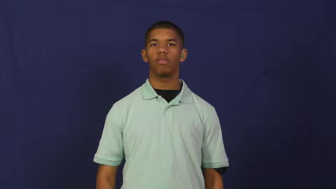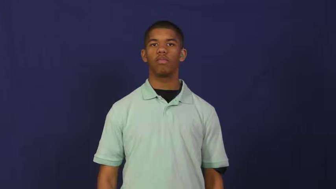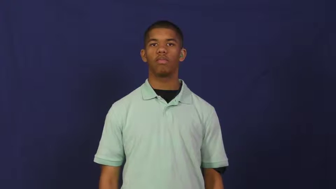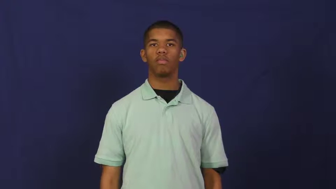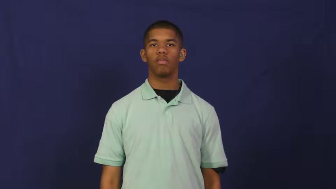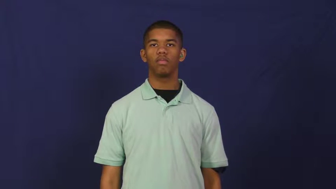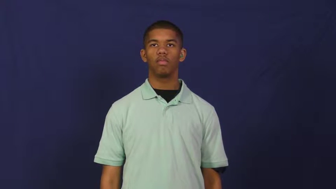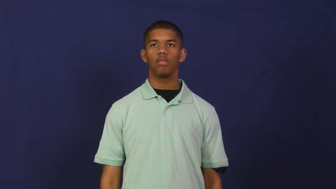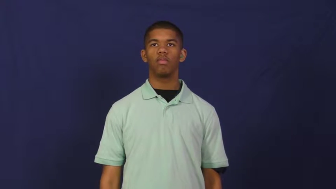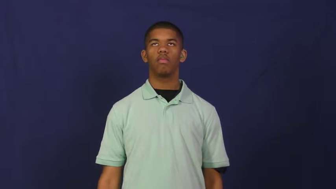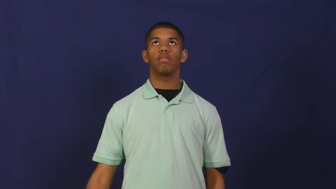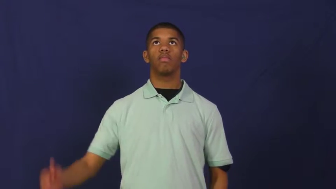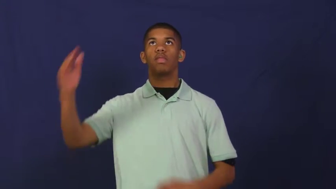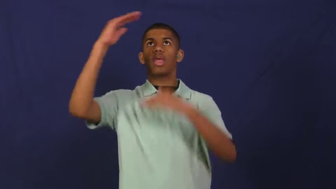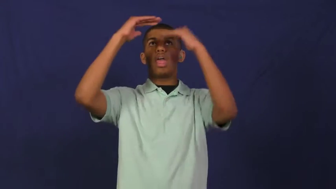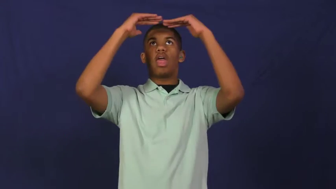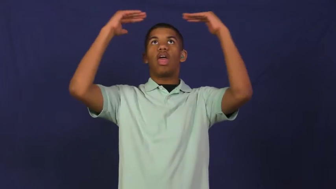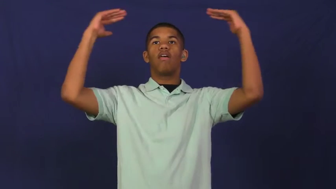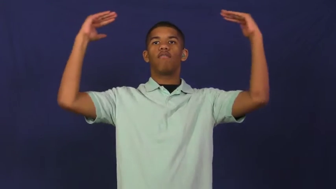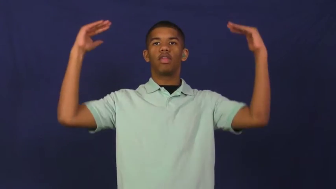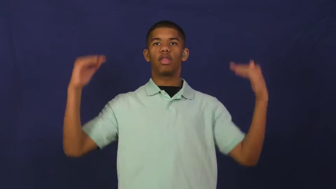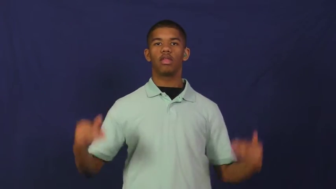heaven,supernal,herafter,elysium,empyreal